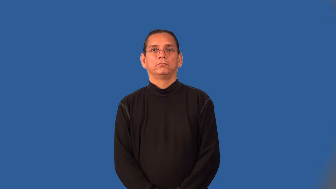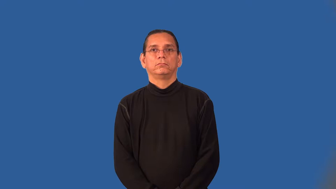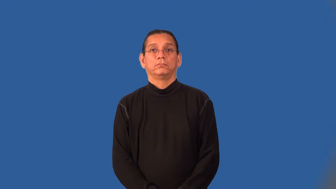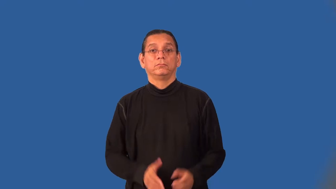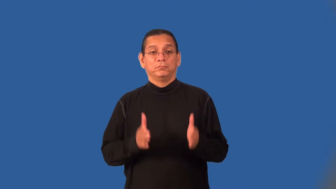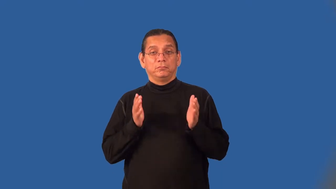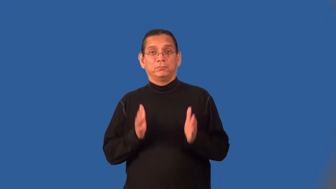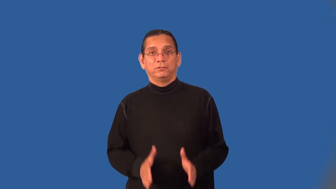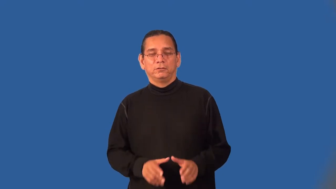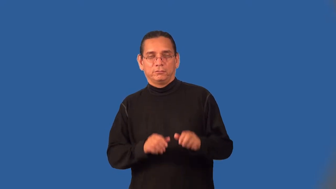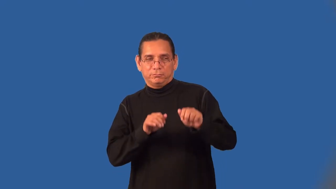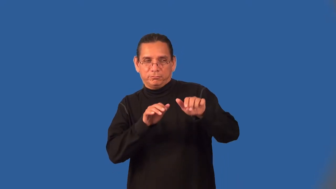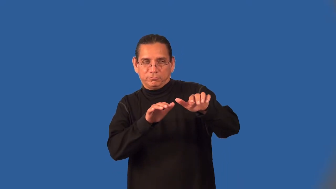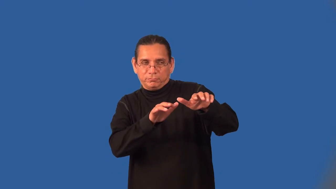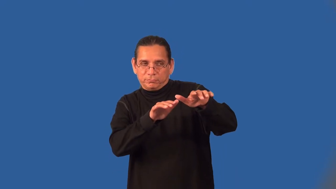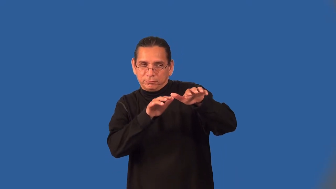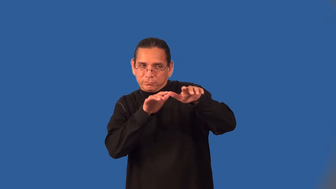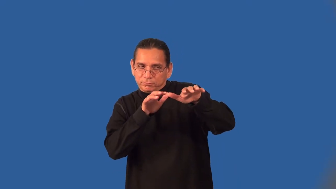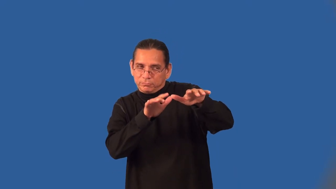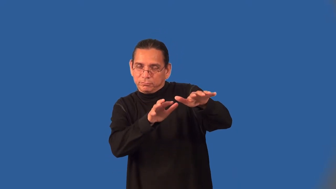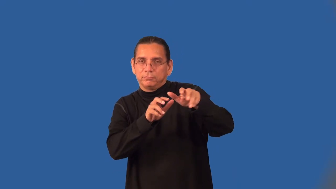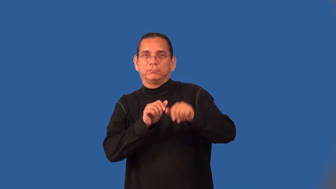enchanter,enchantress